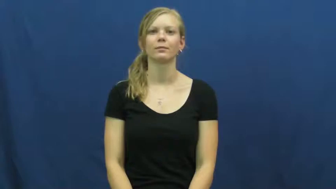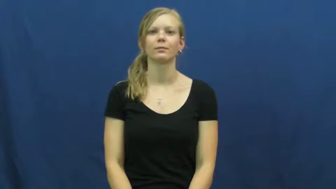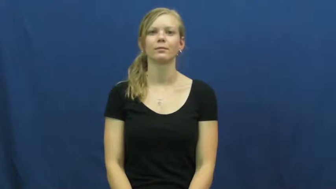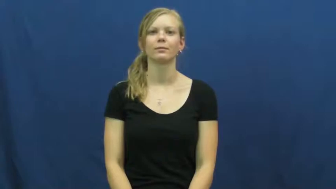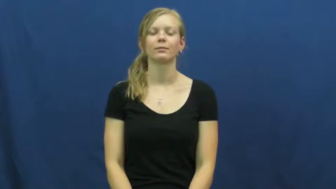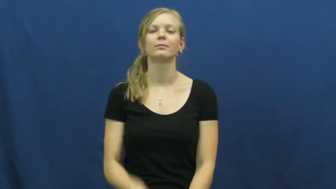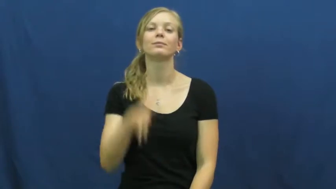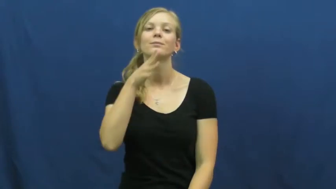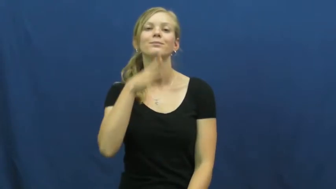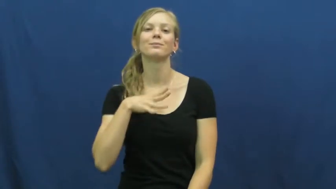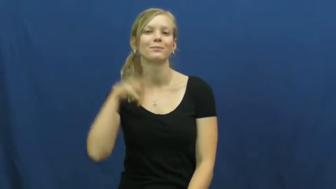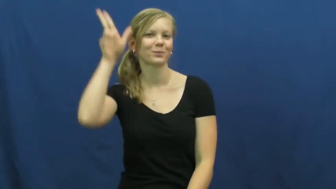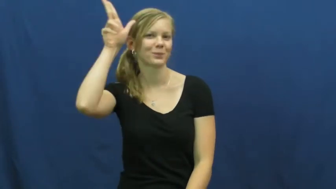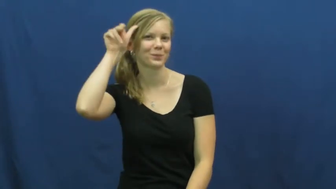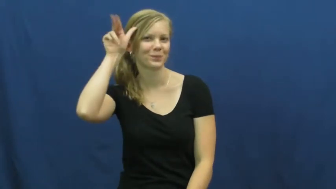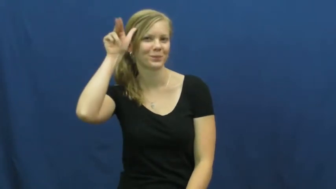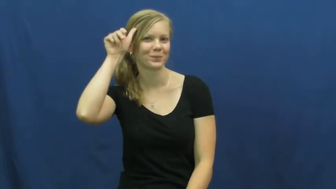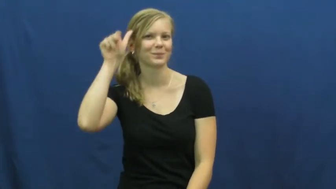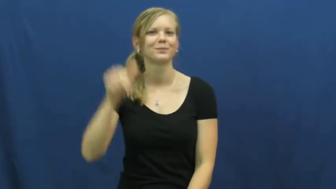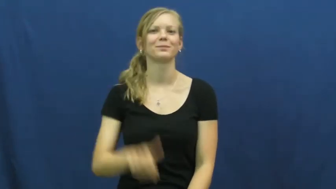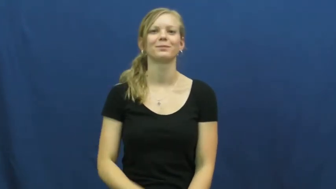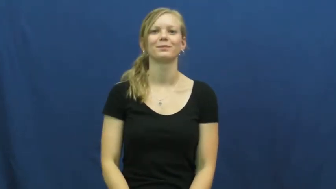mare